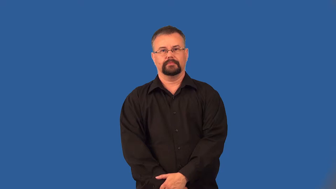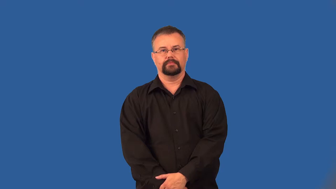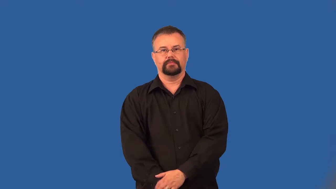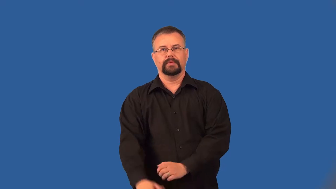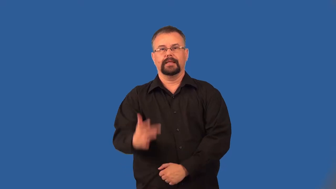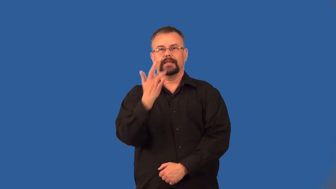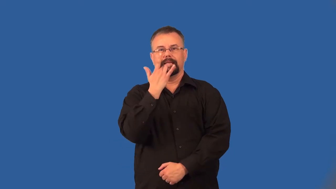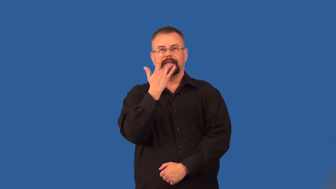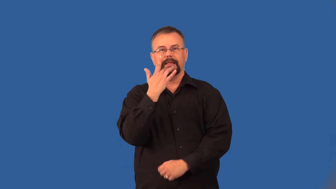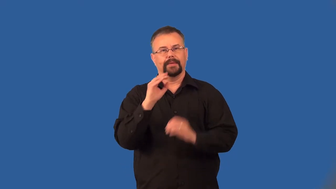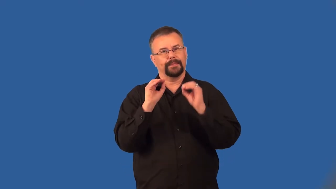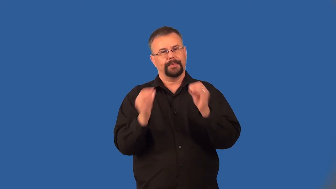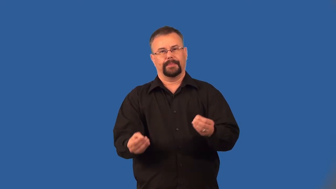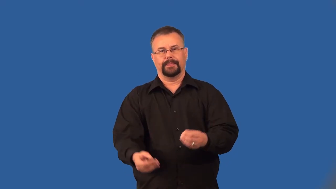bland,tasteless